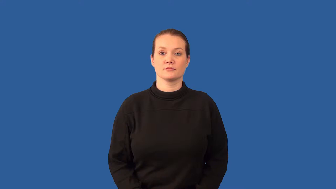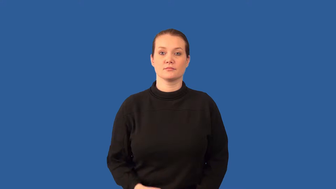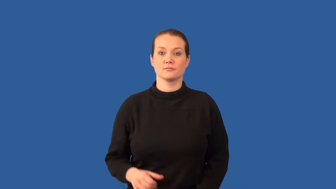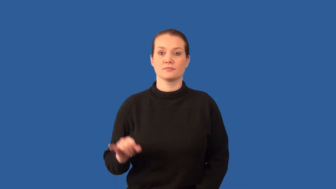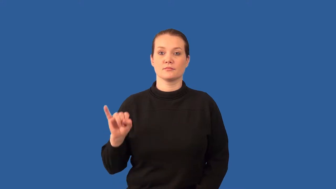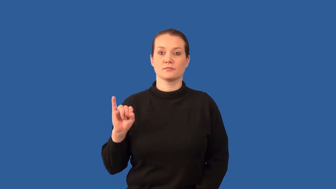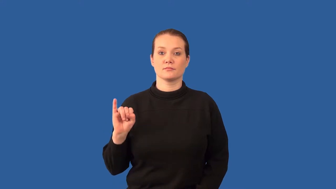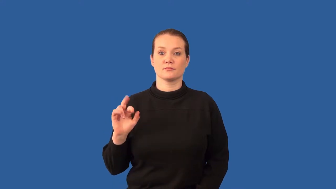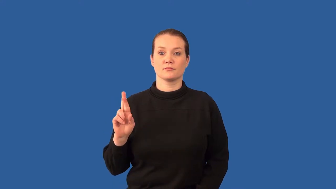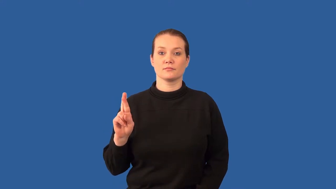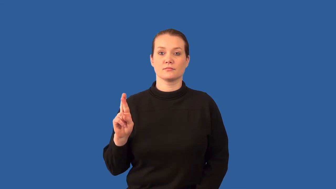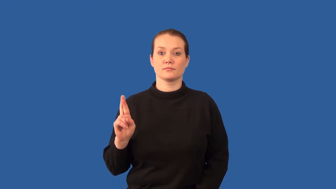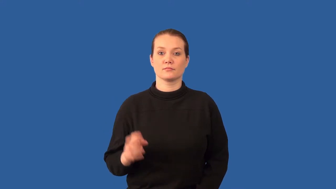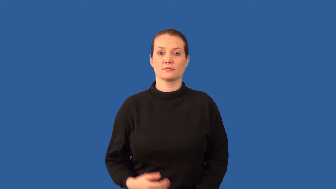infrared